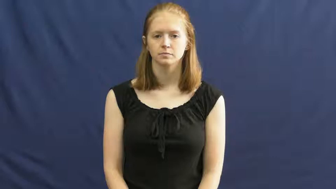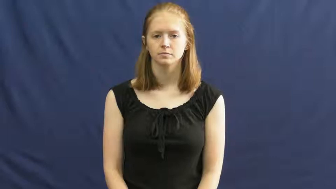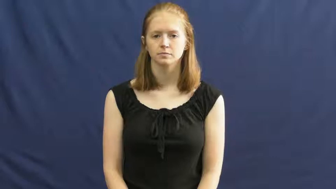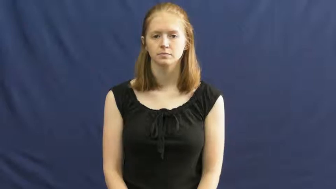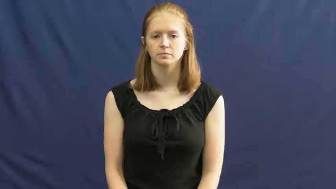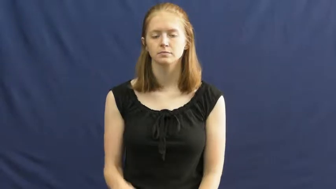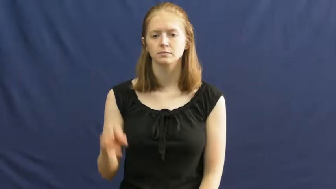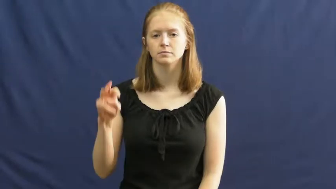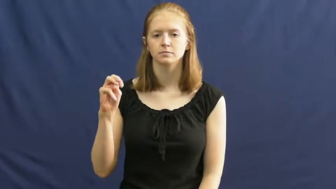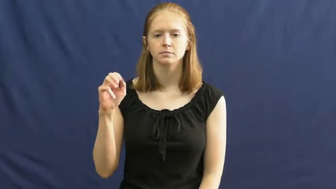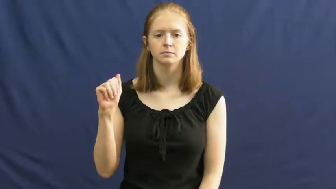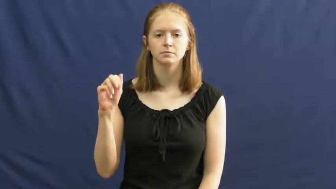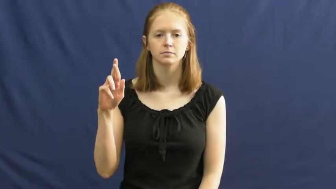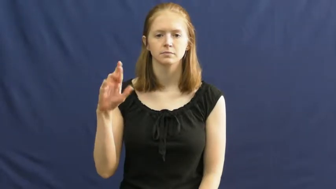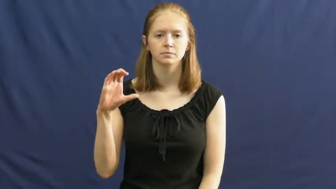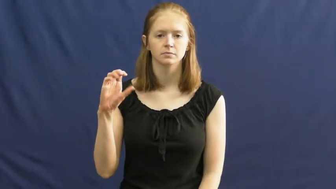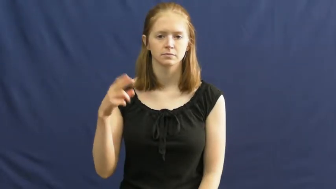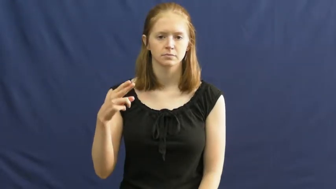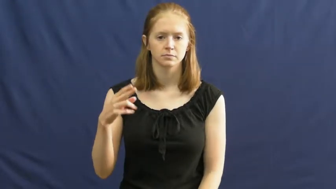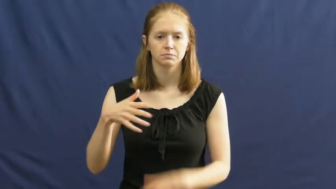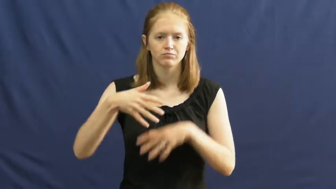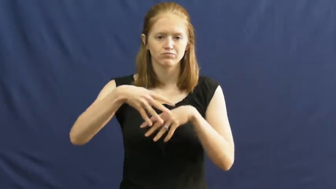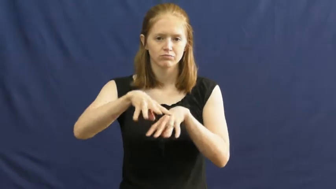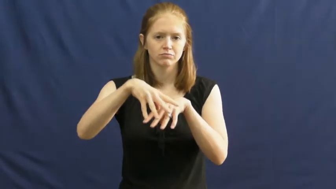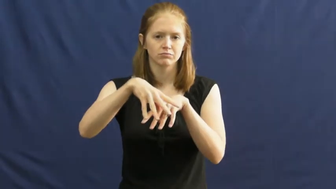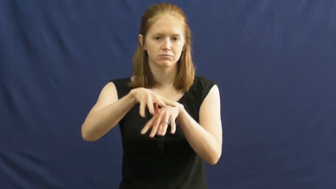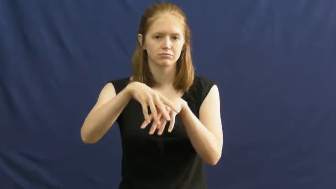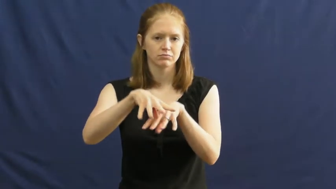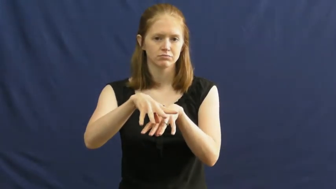march,debouch-verb